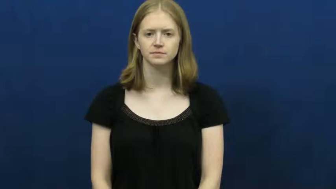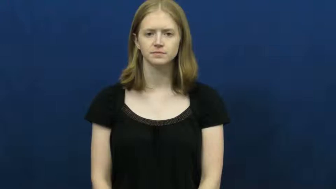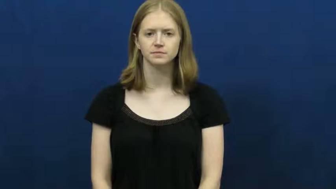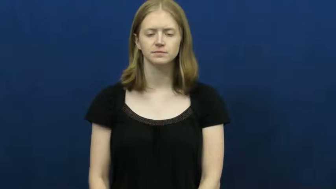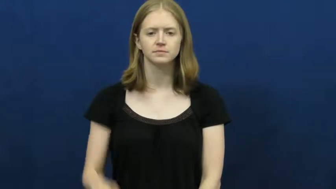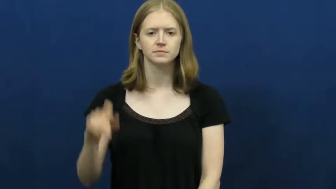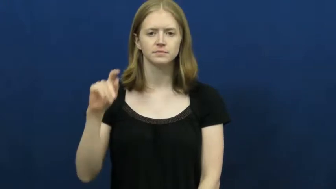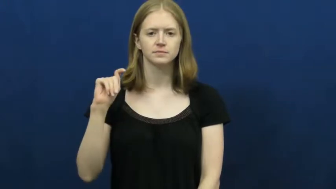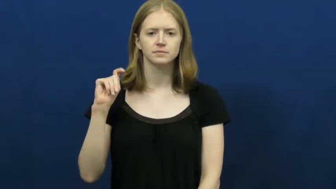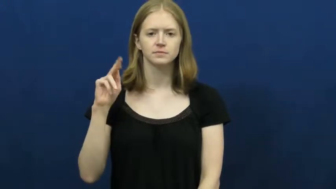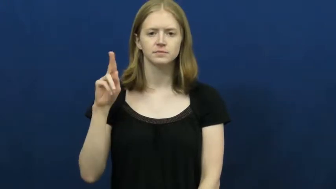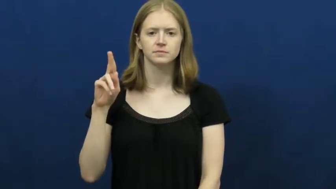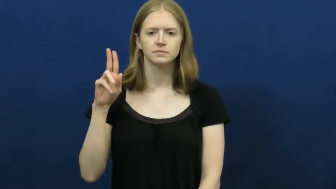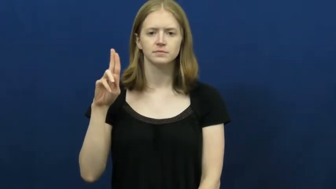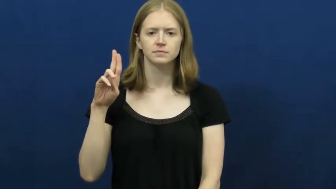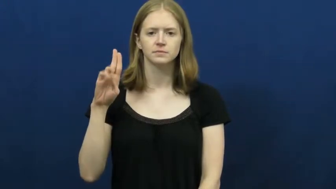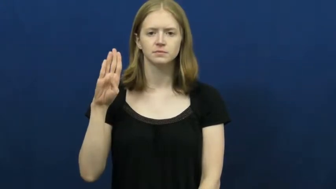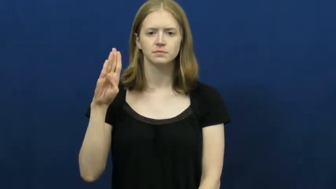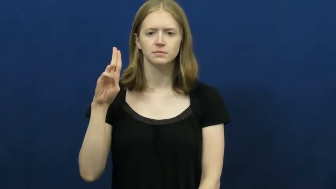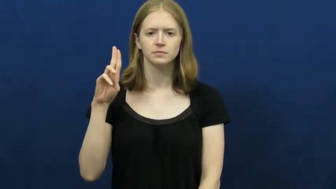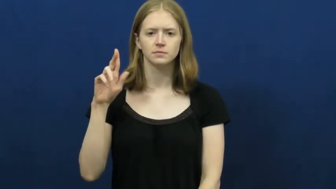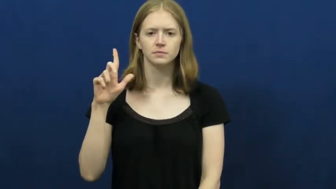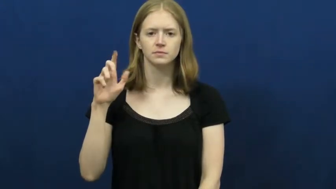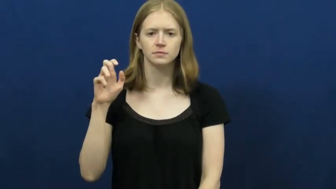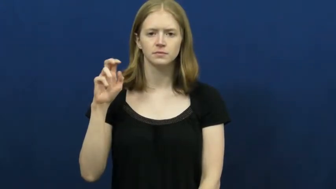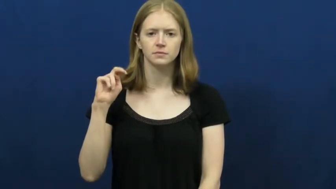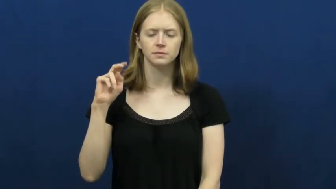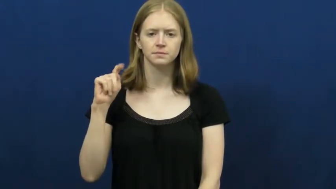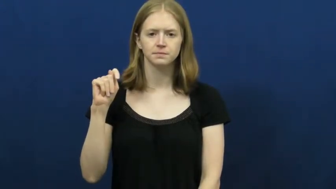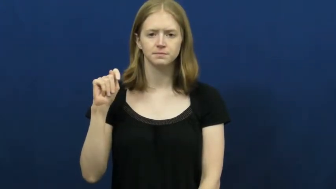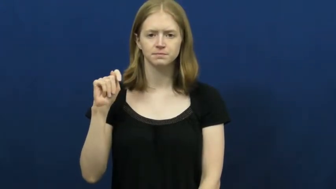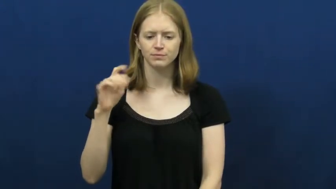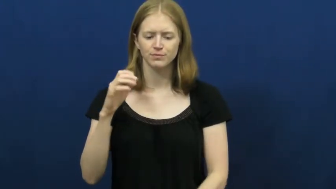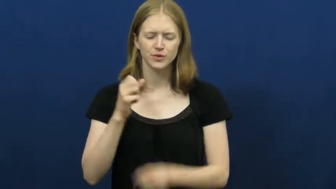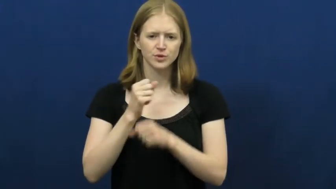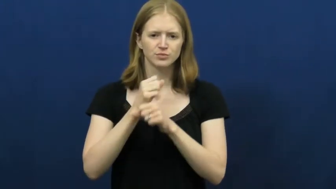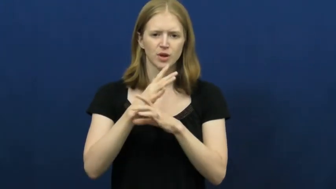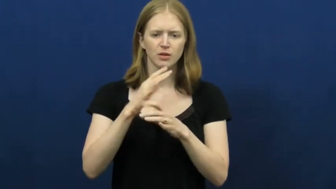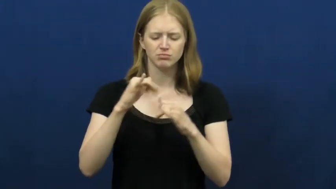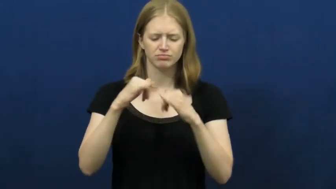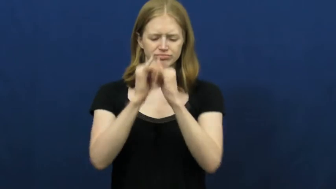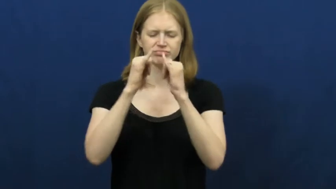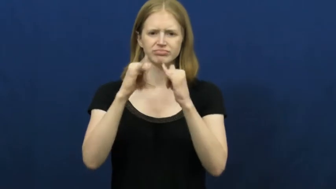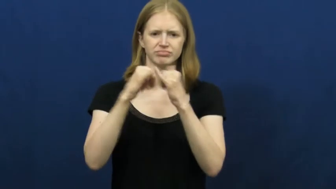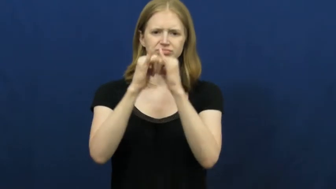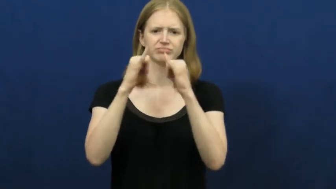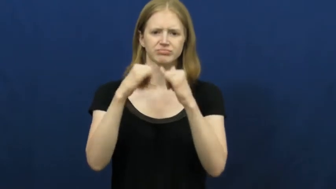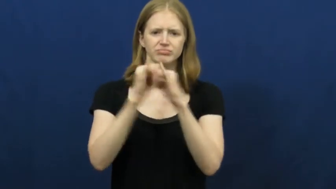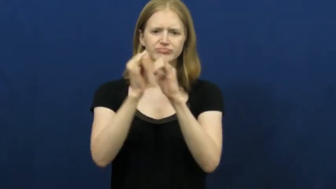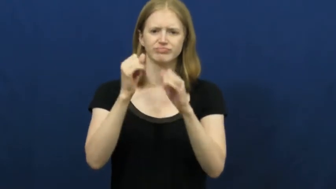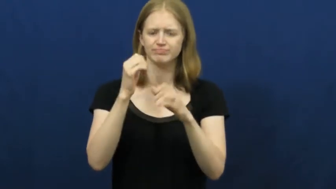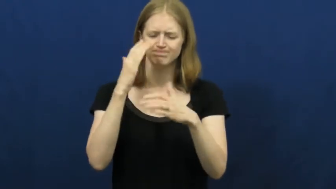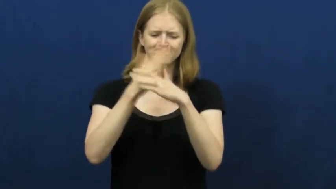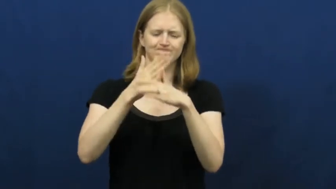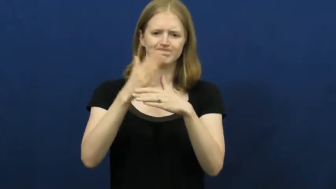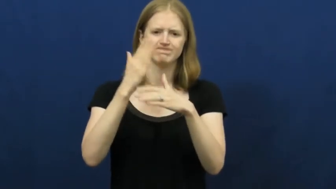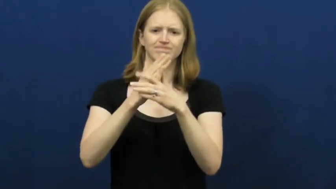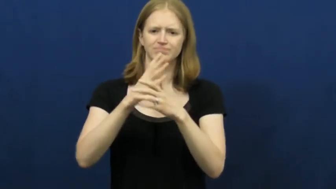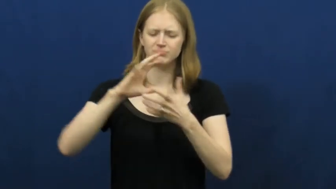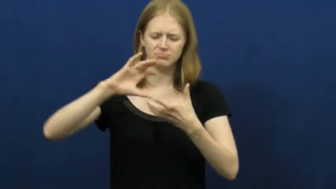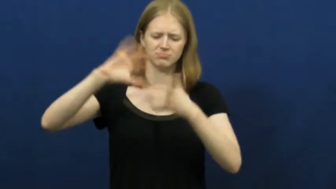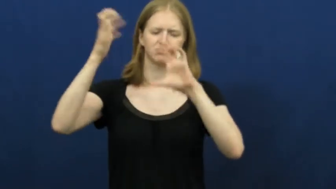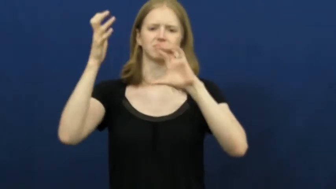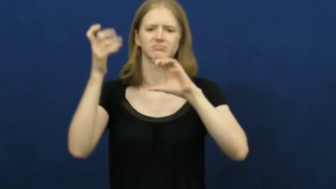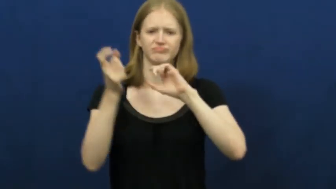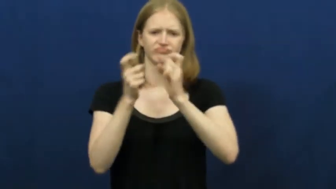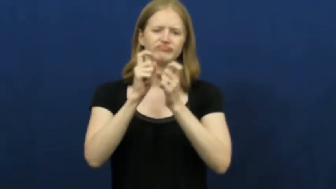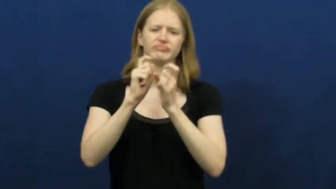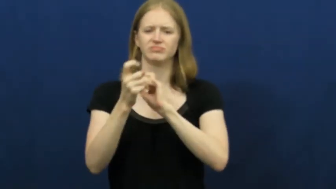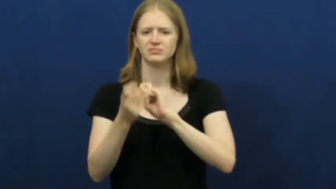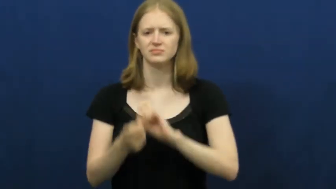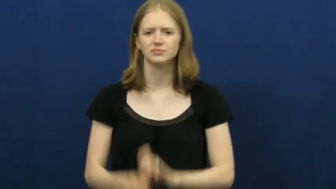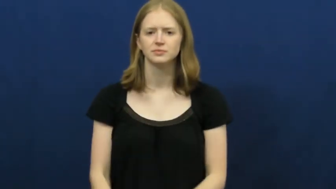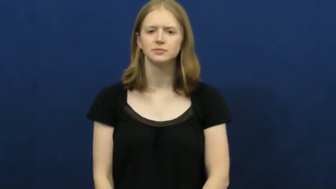turbulent-disagreement